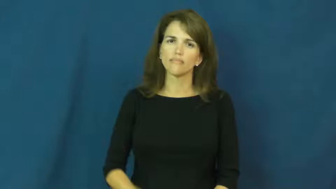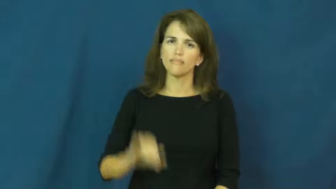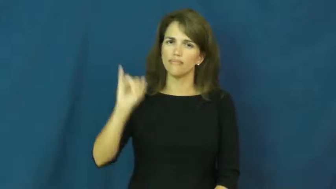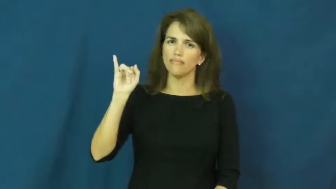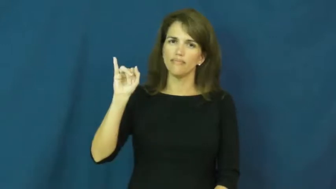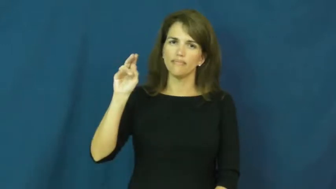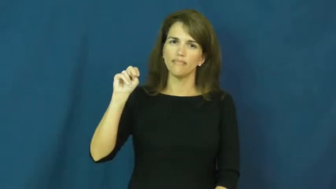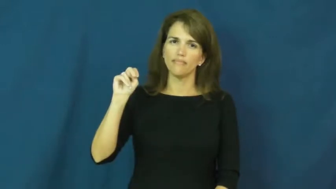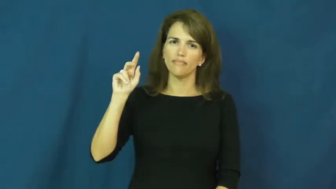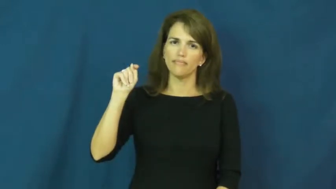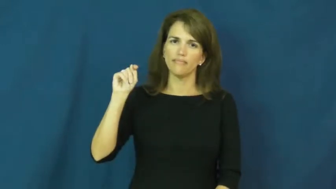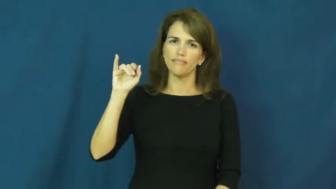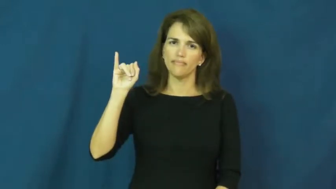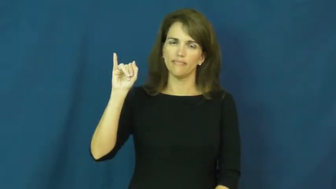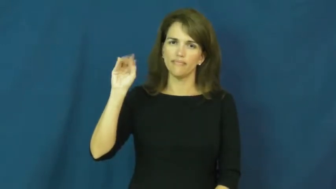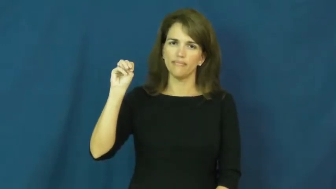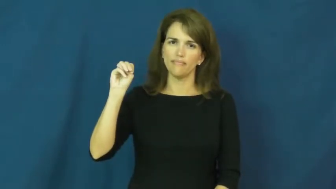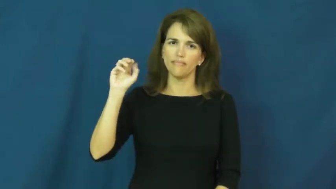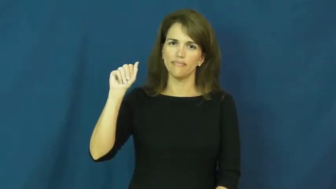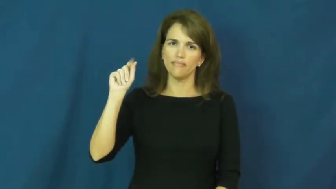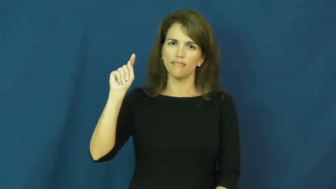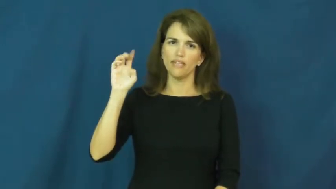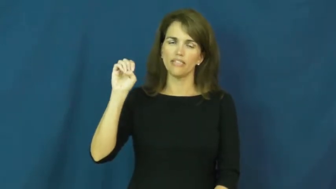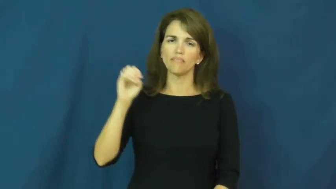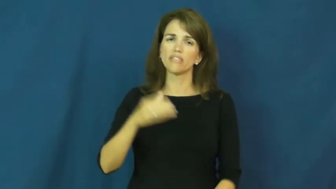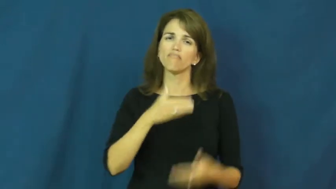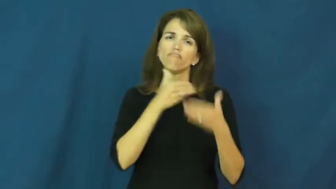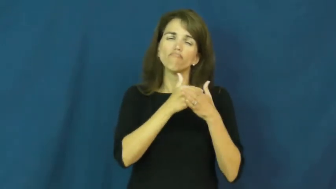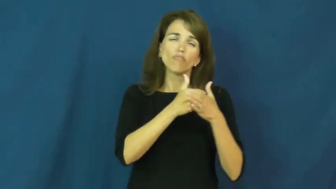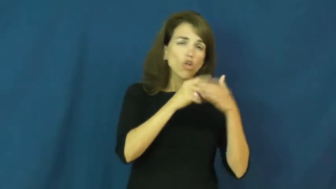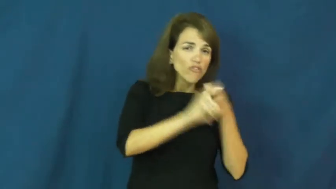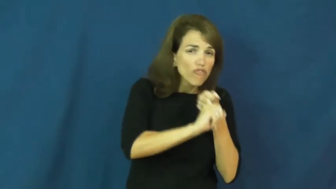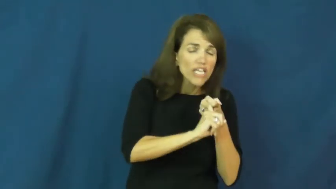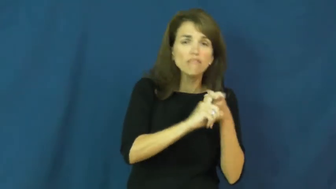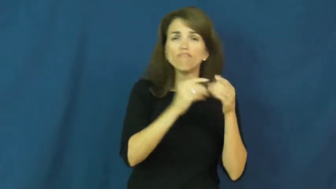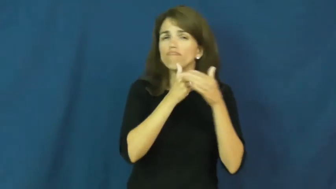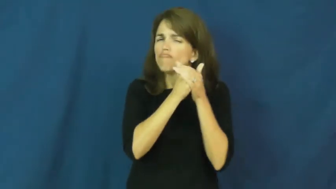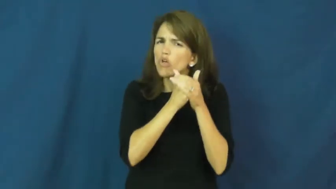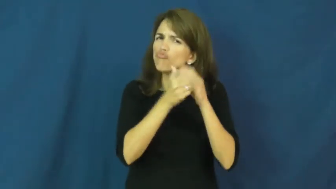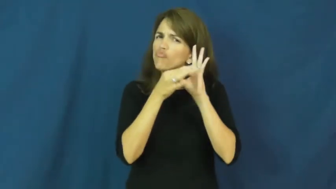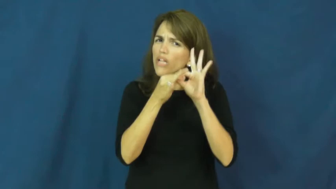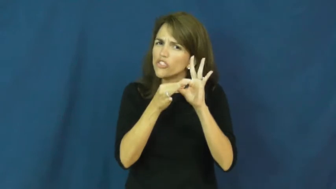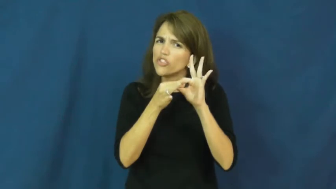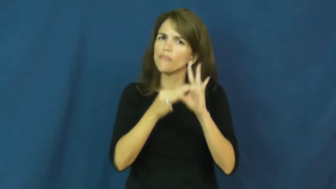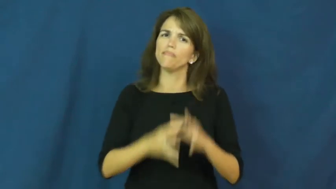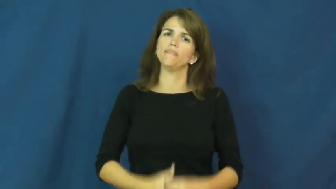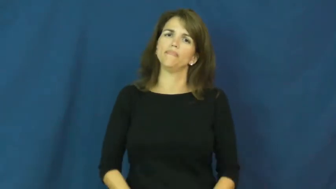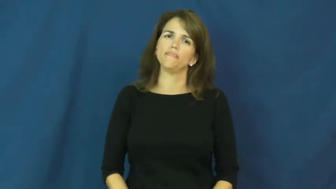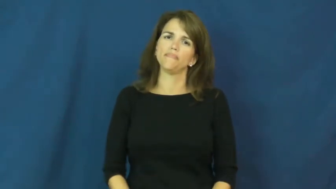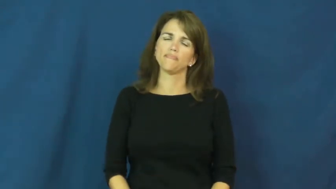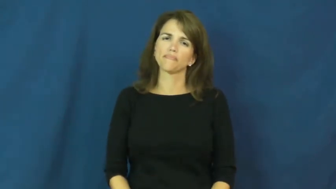intimate-friendly